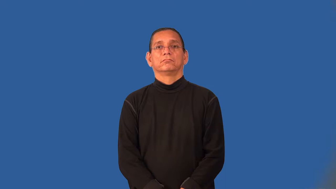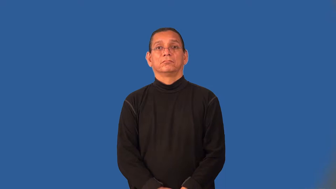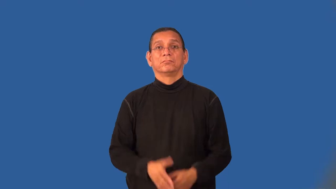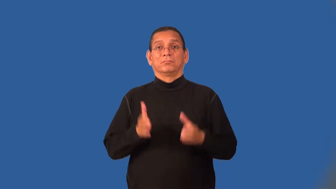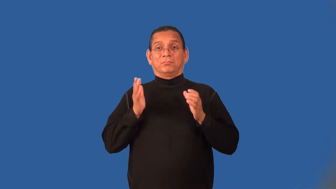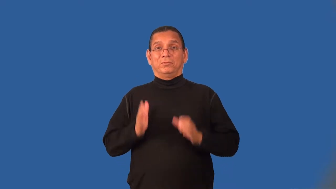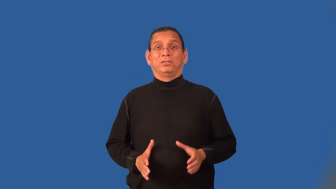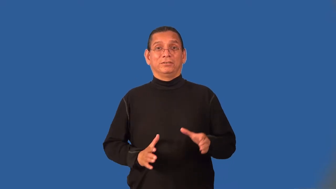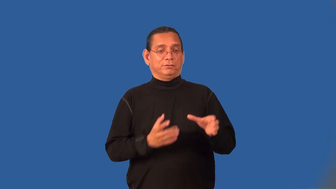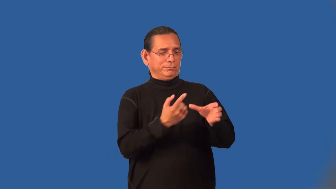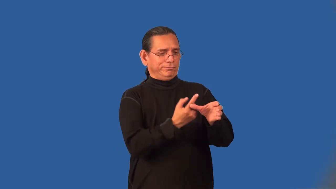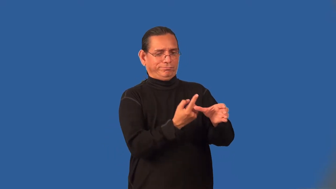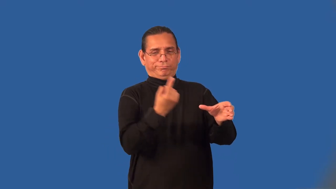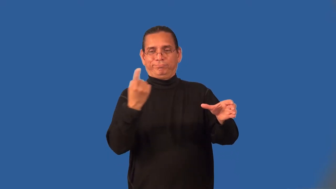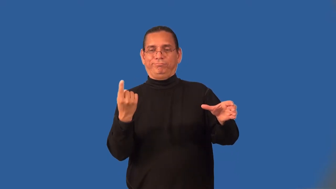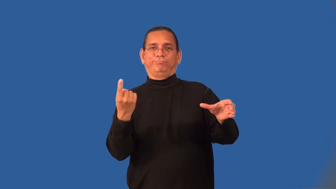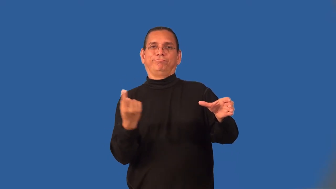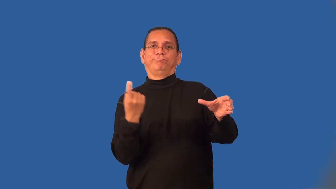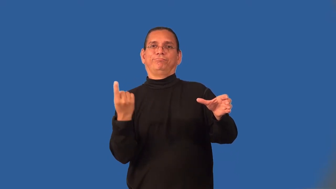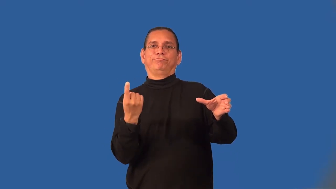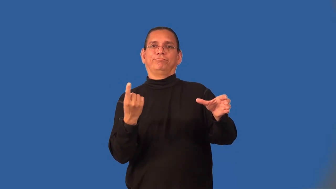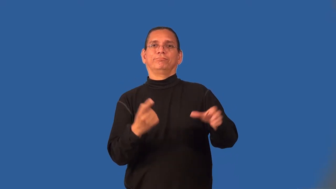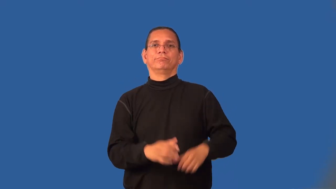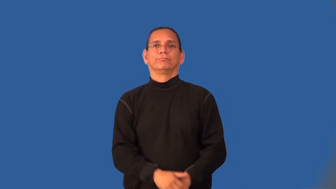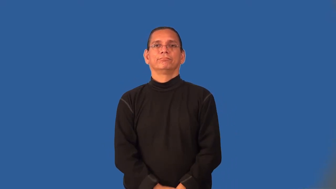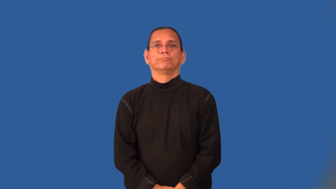outsider